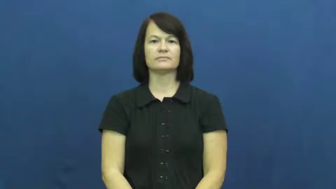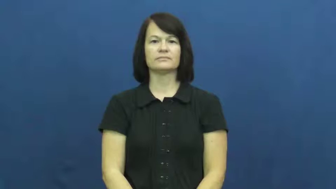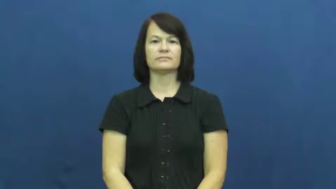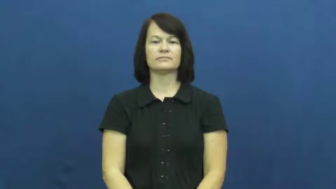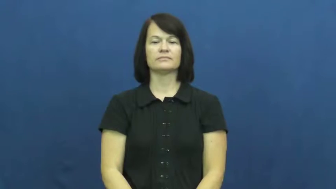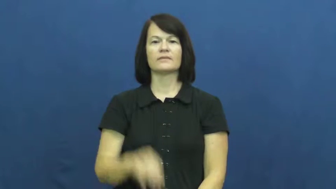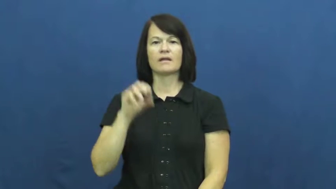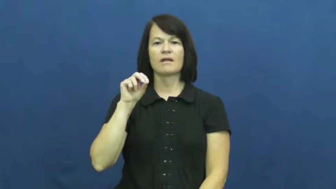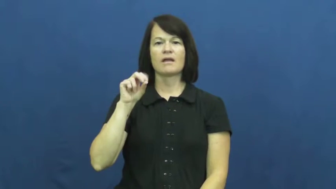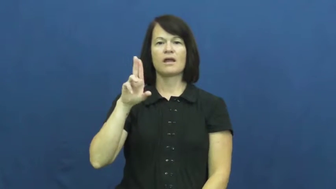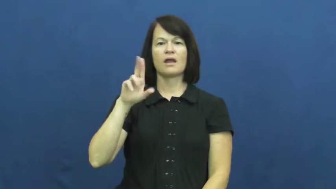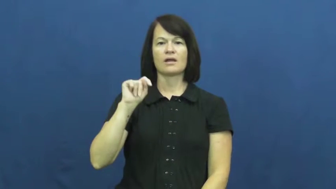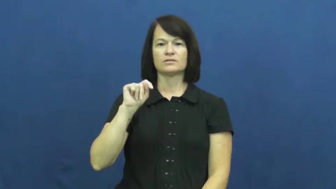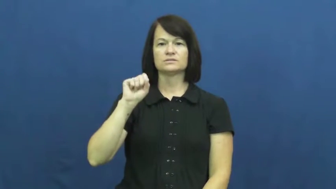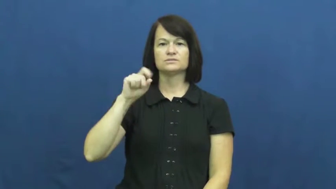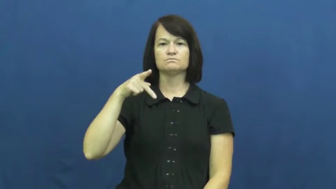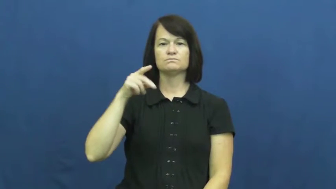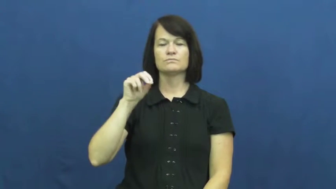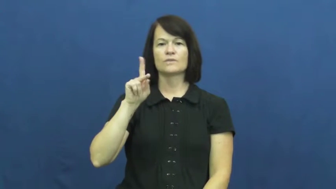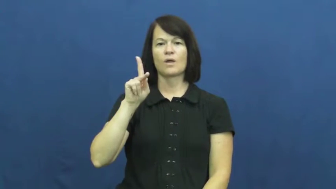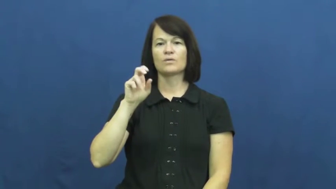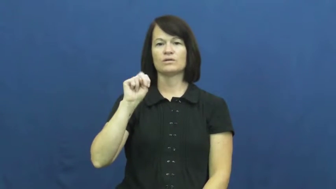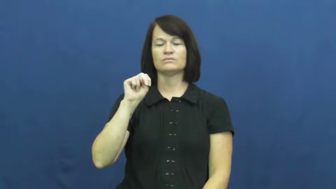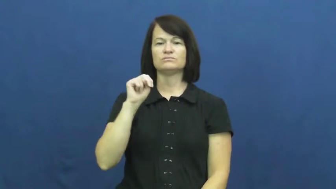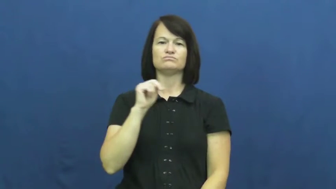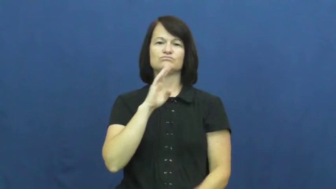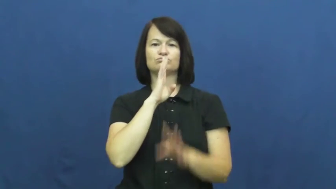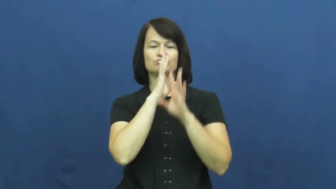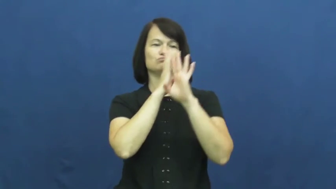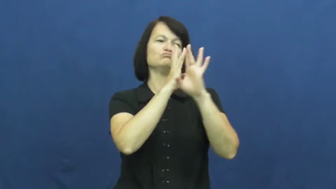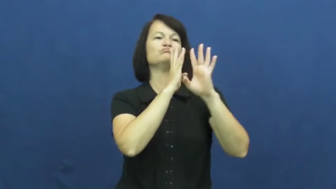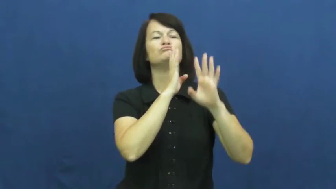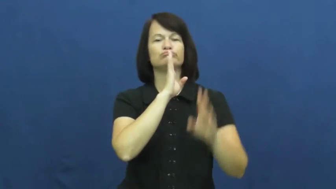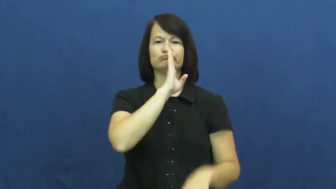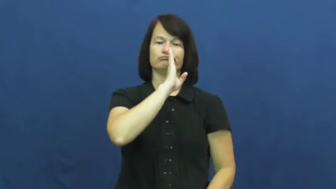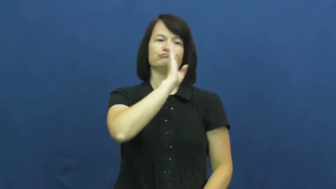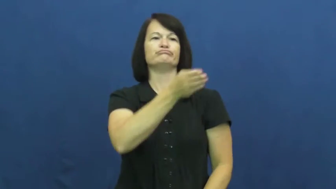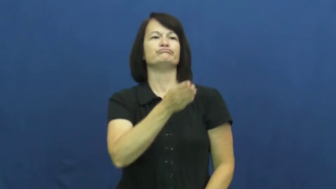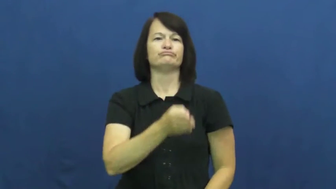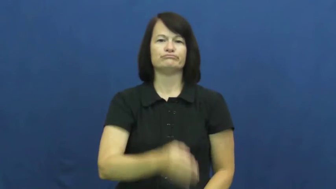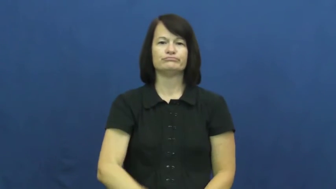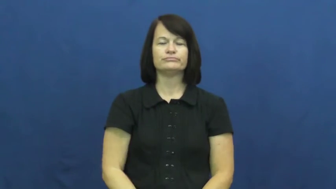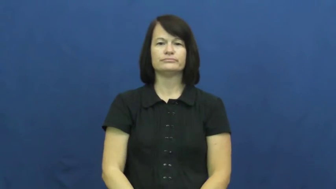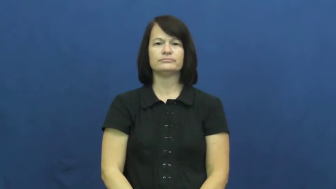outspoken